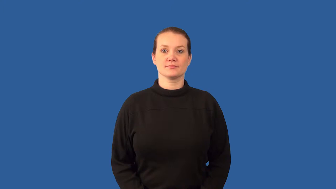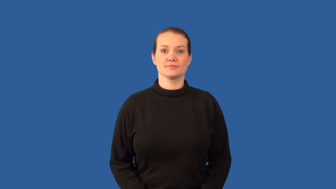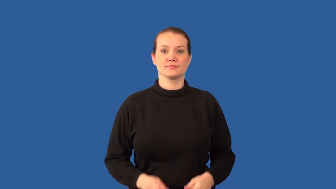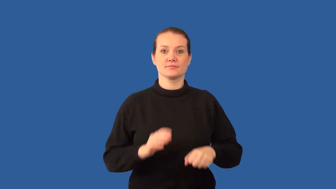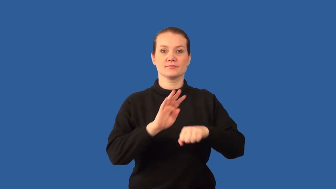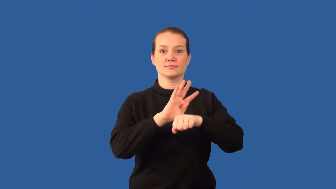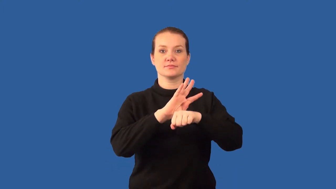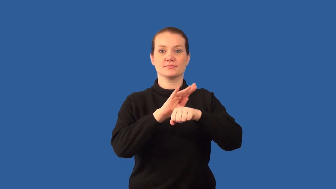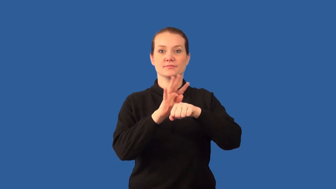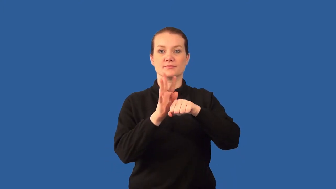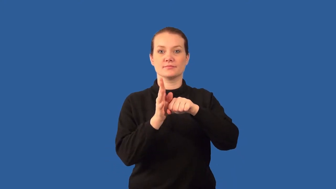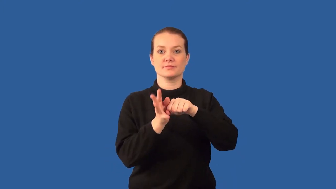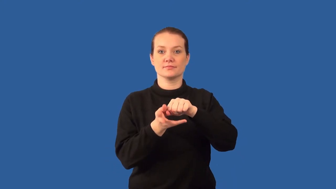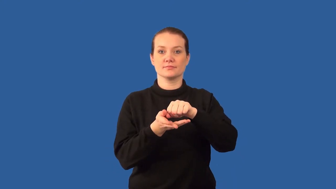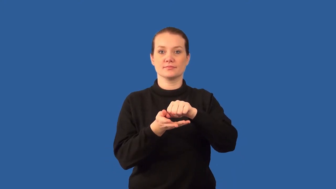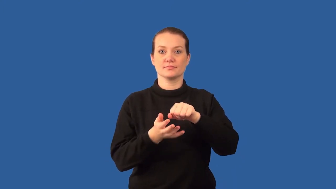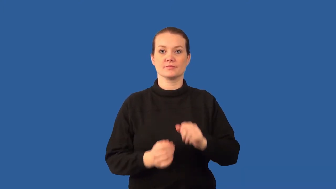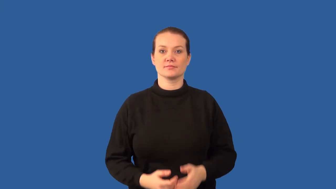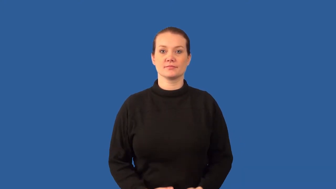cilia